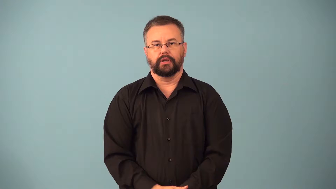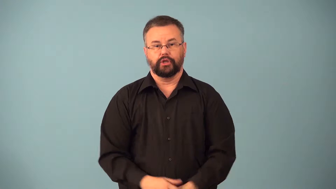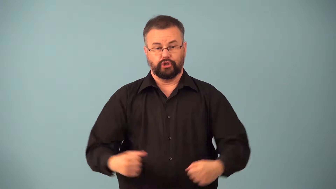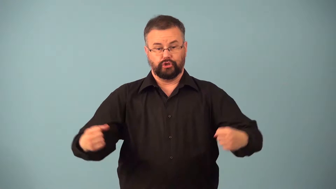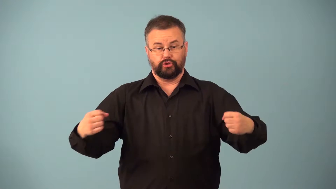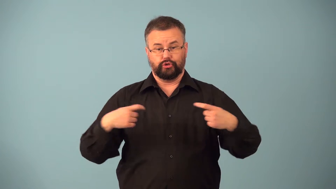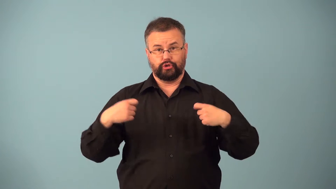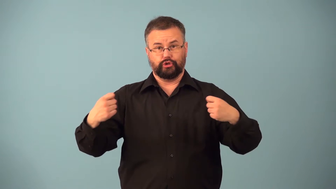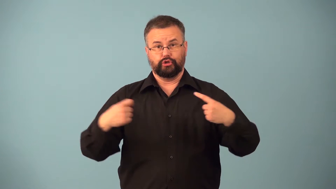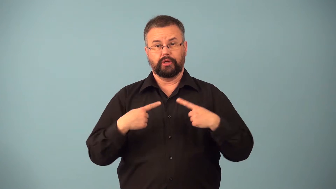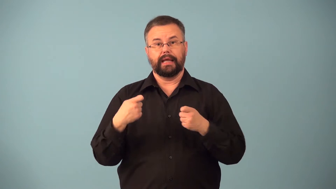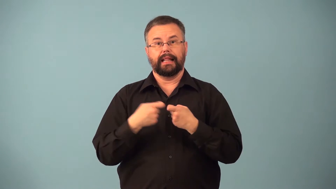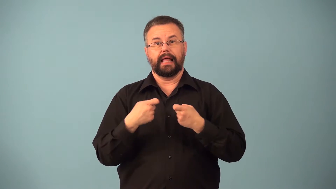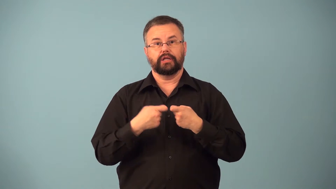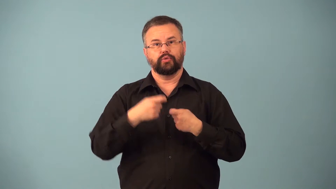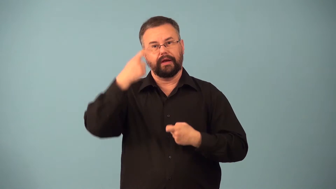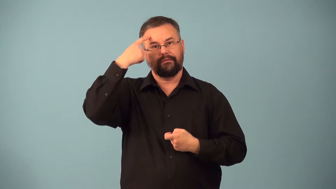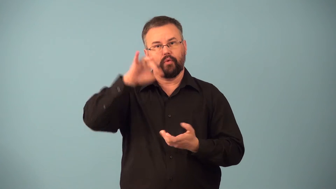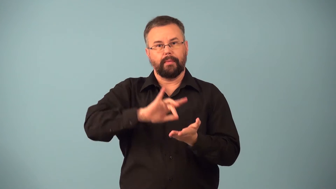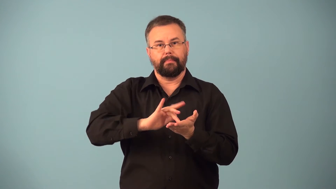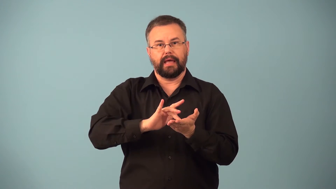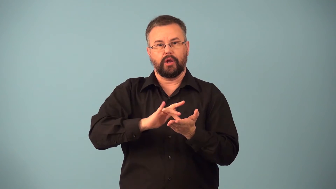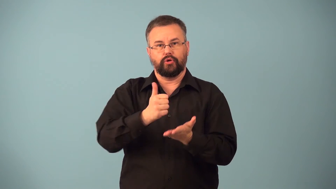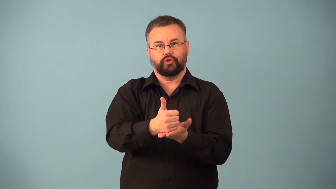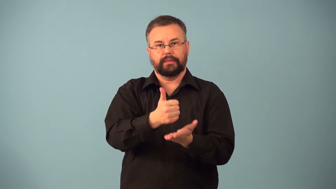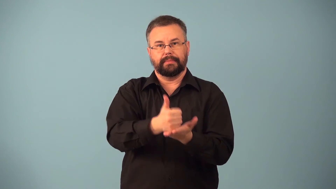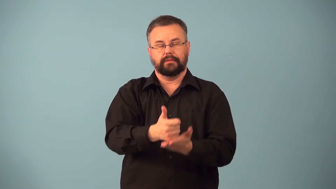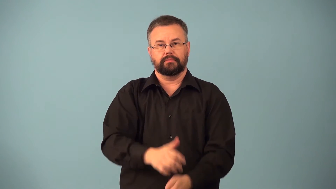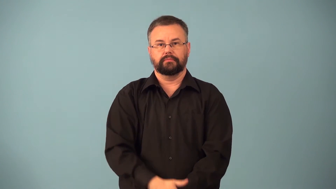electroshock